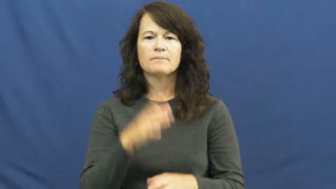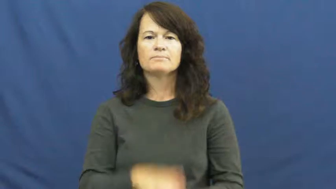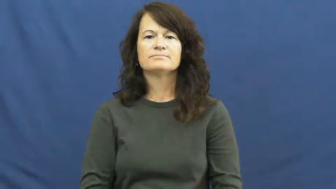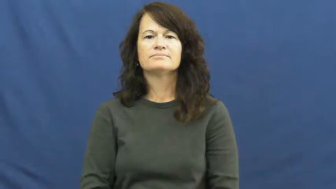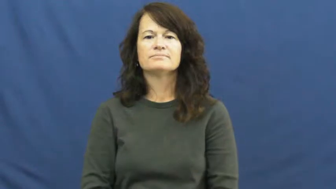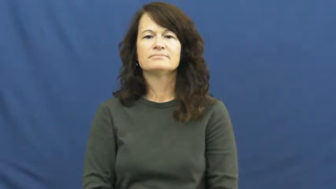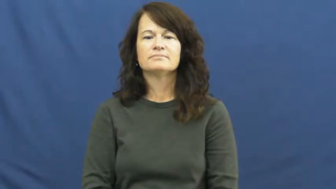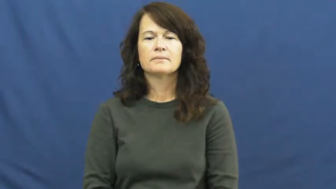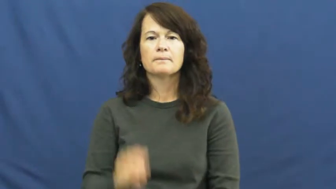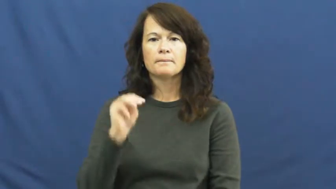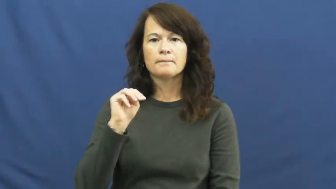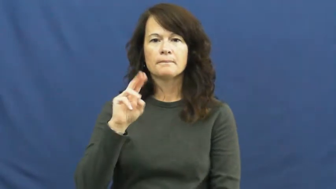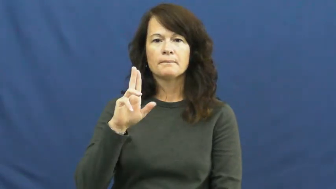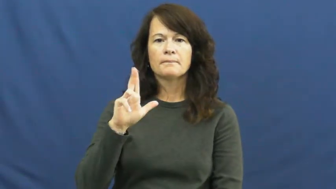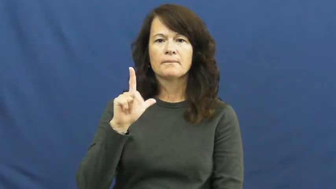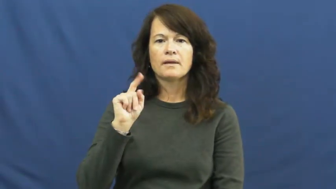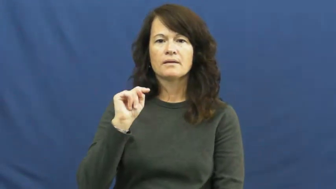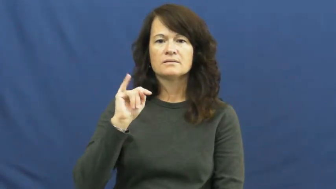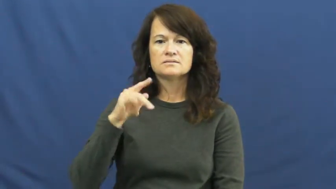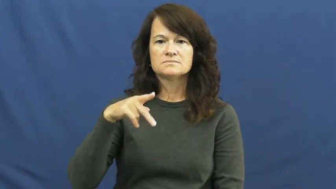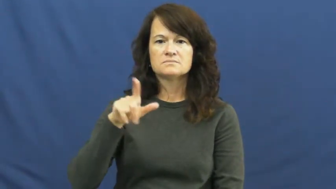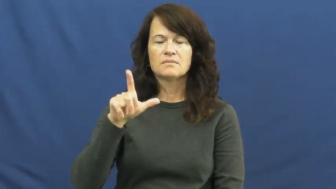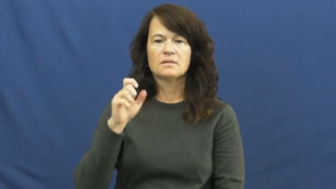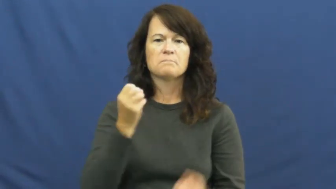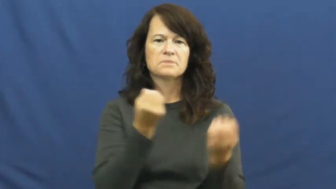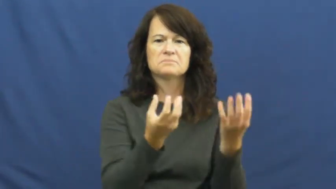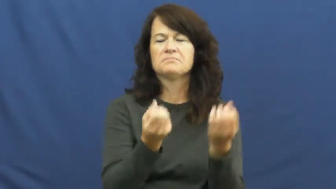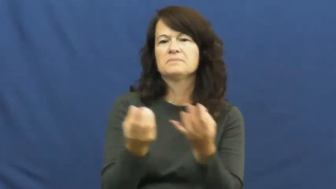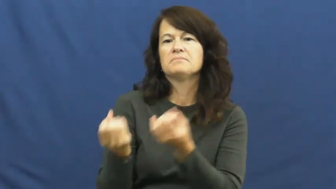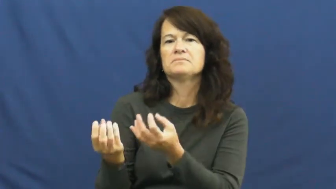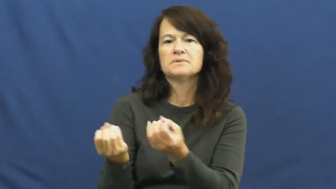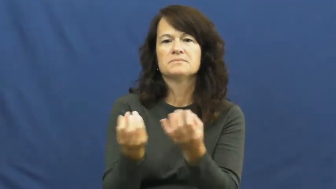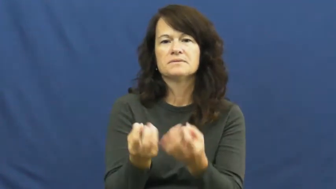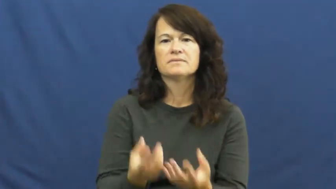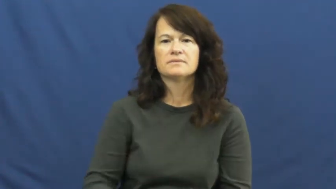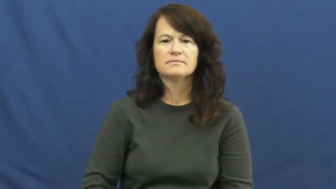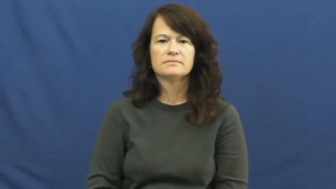multiple